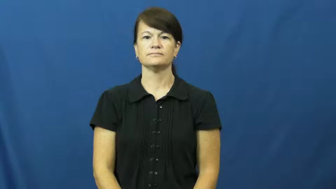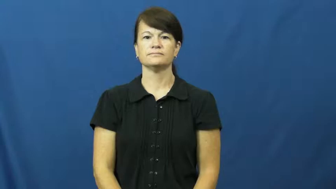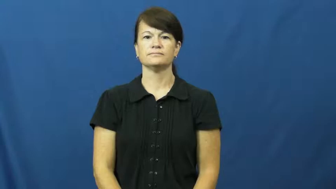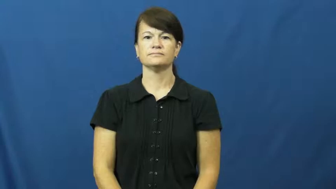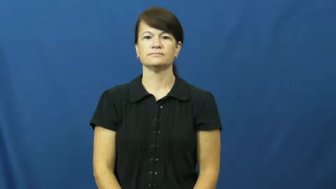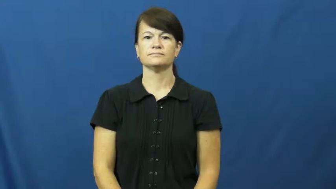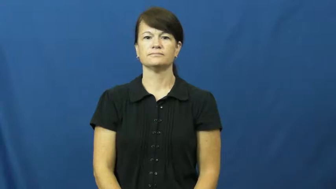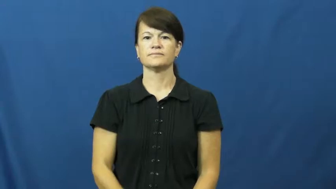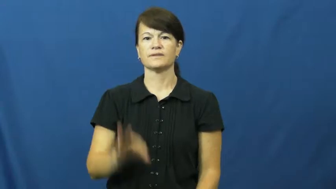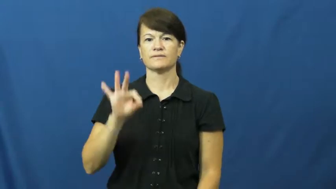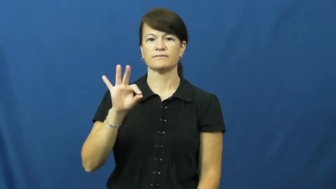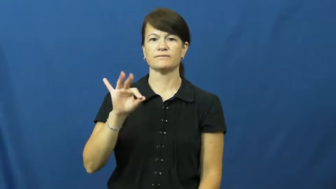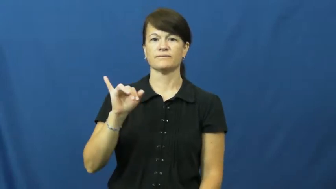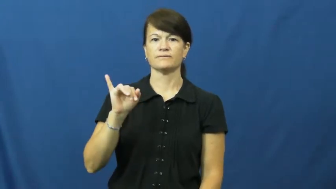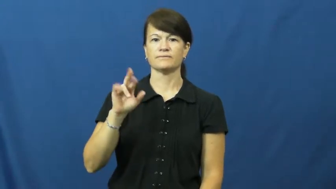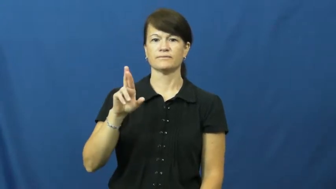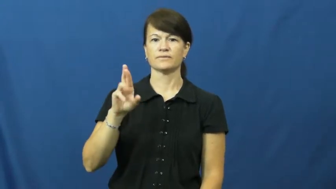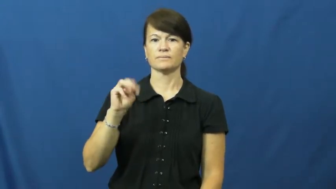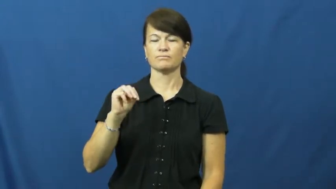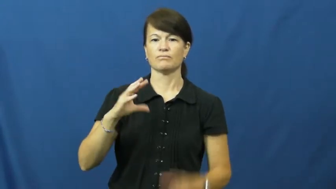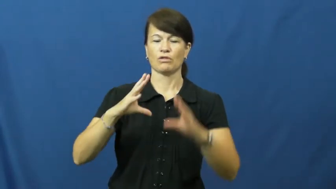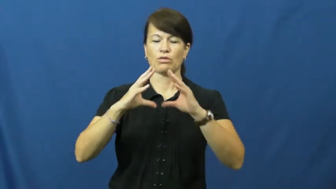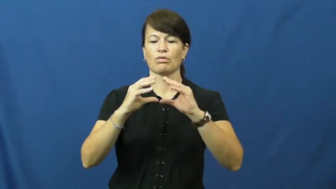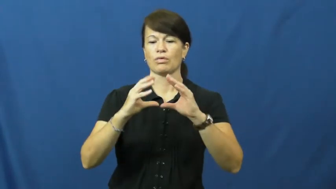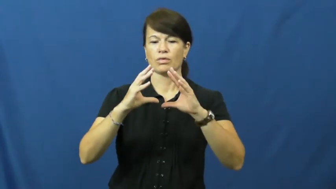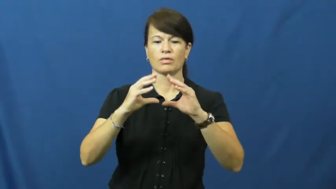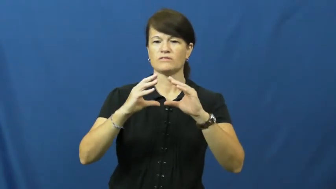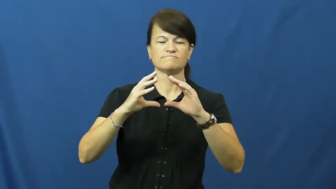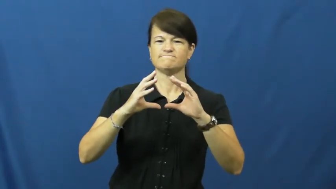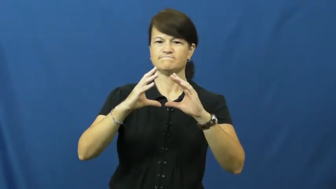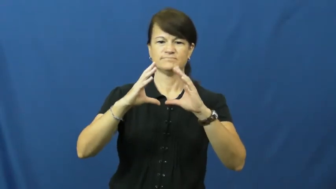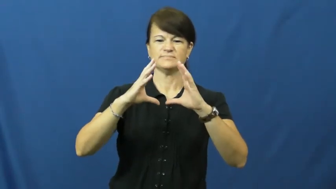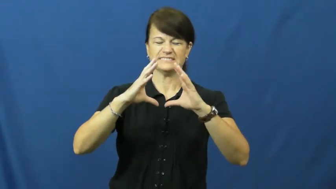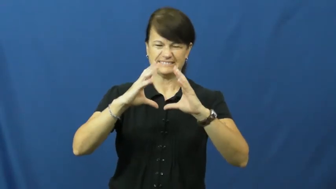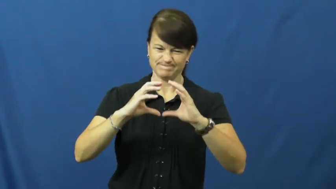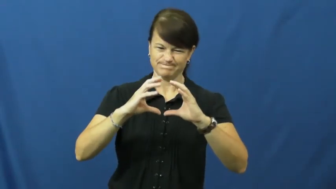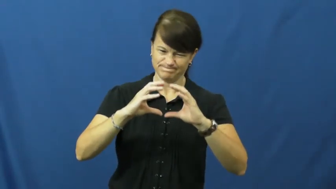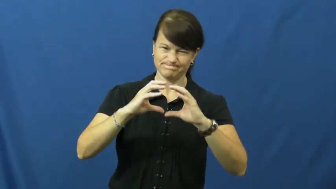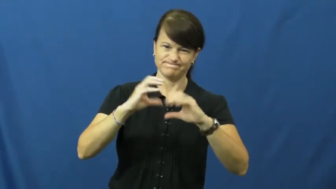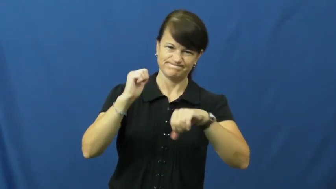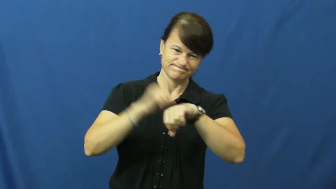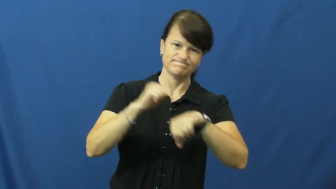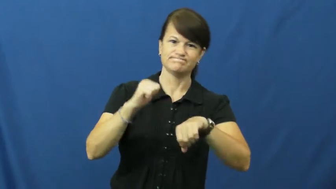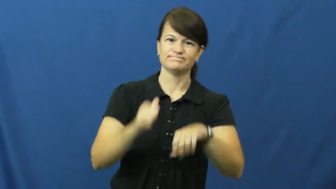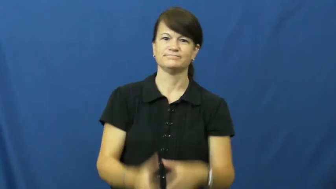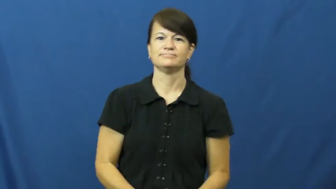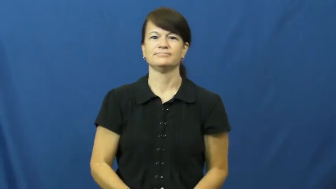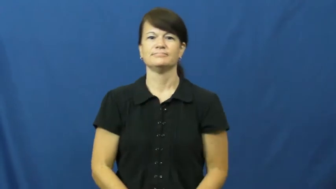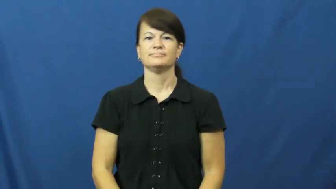firm-not soft